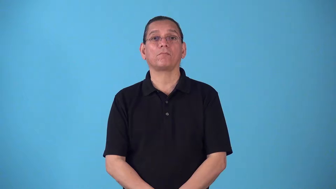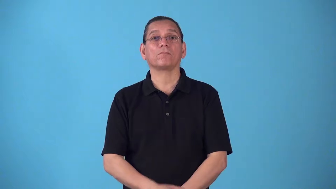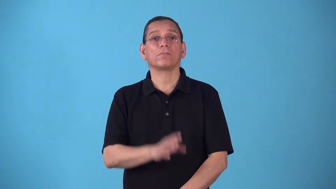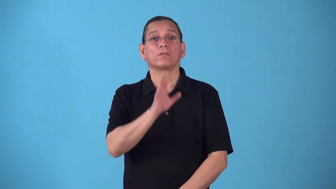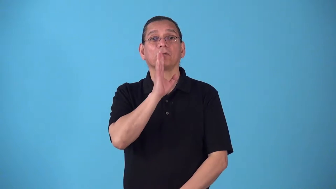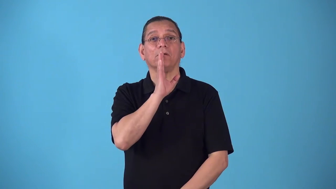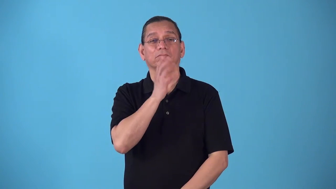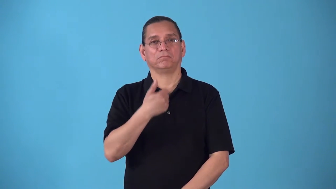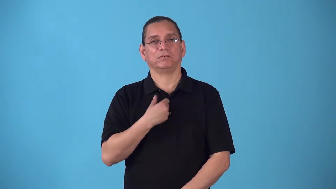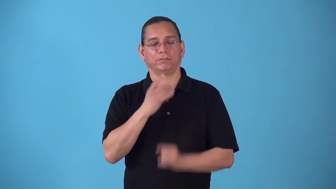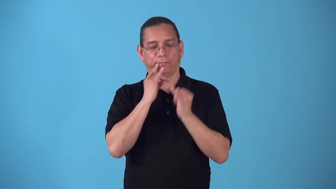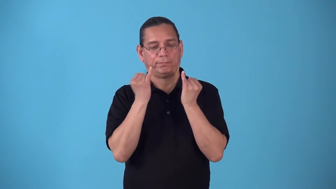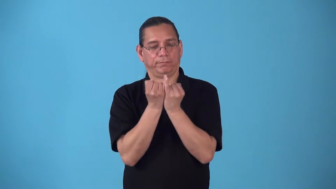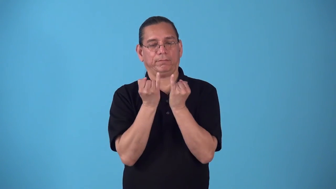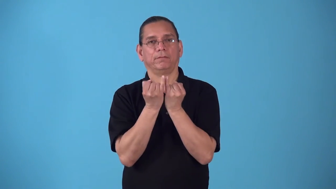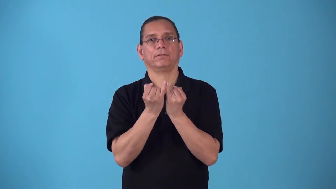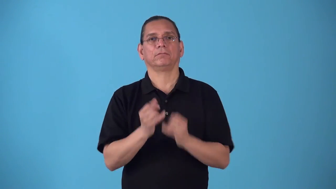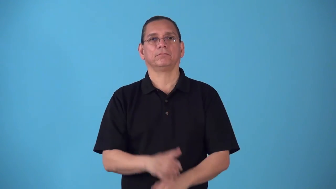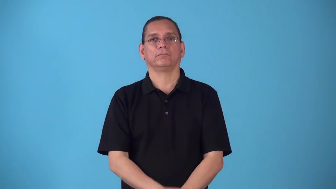soliloquize-talk to yourself